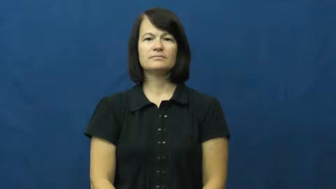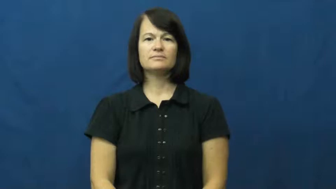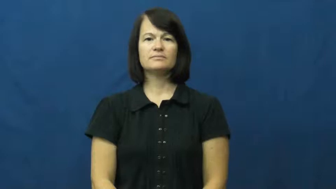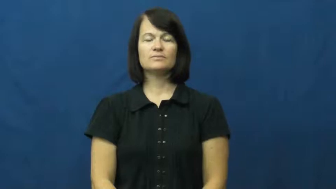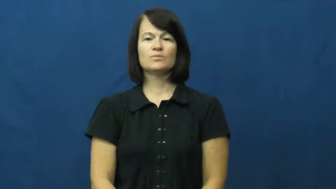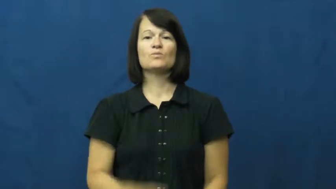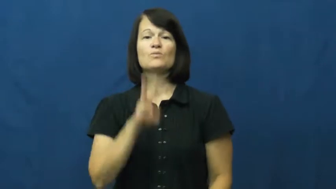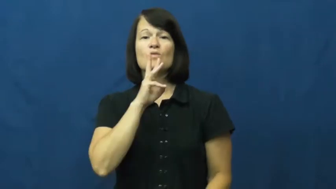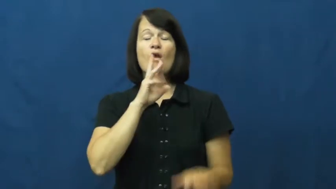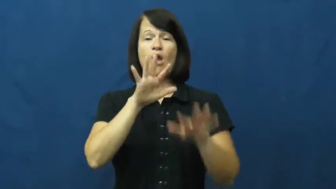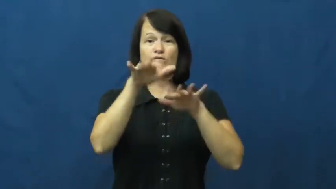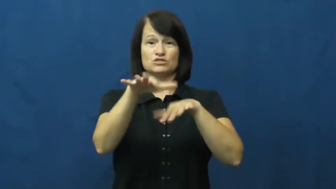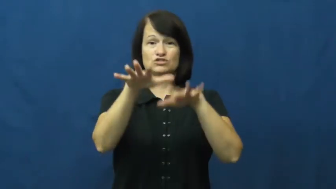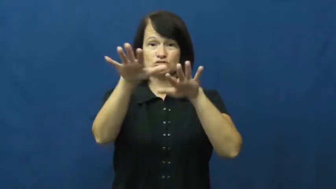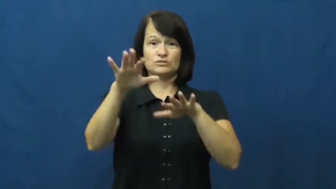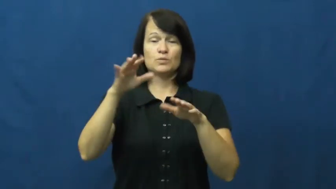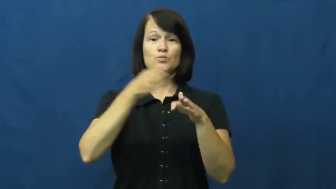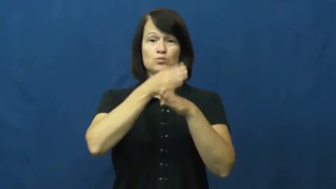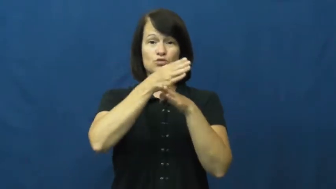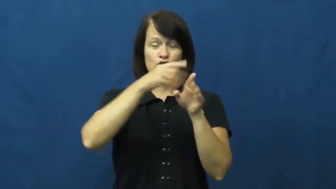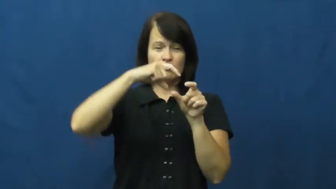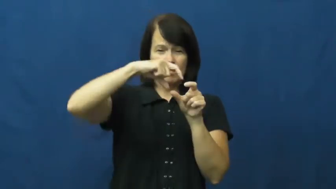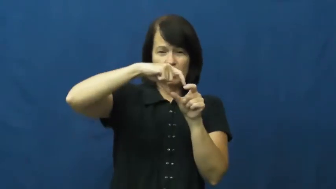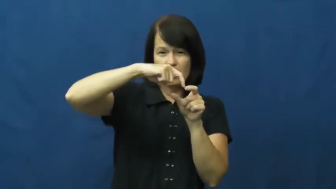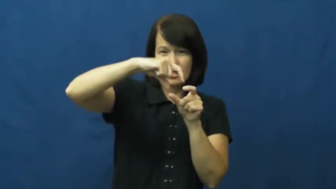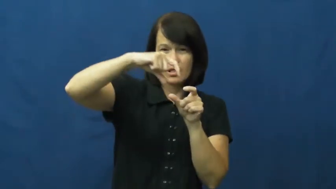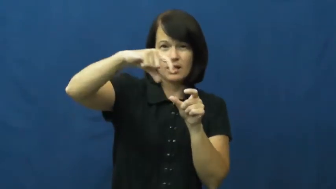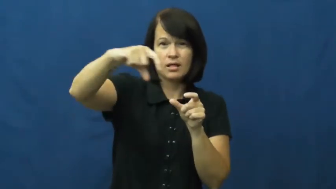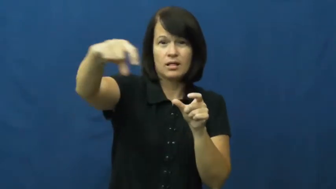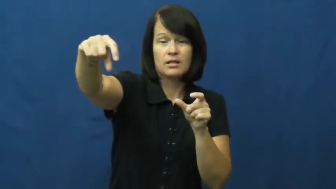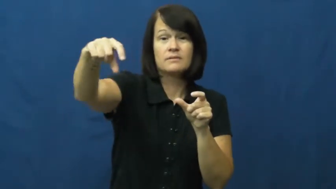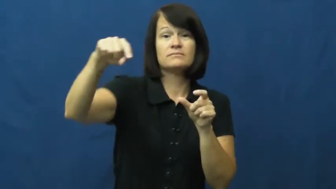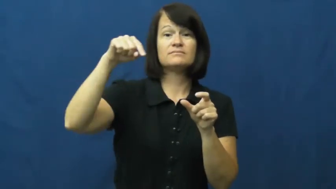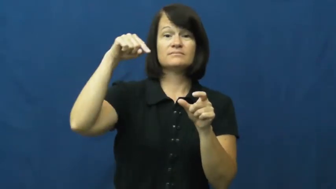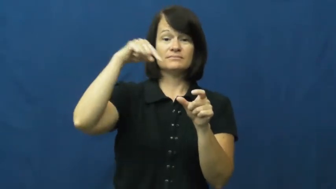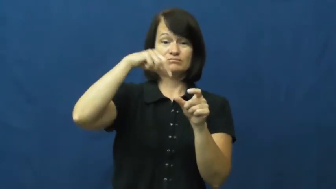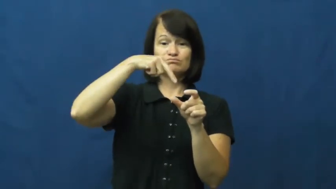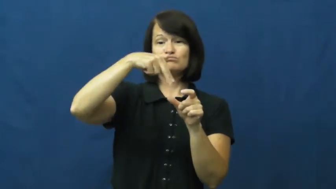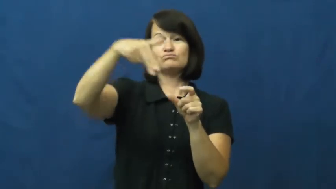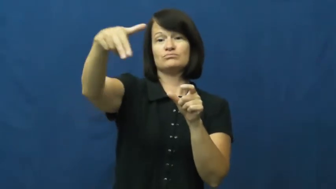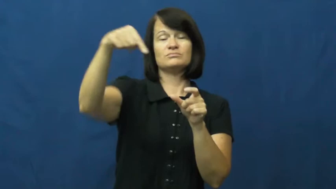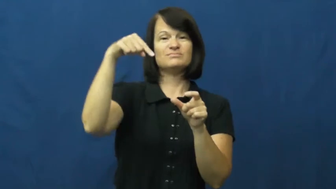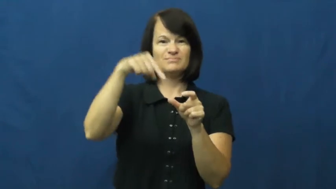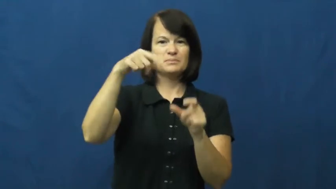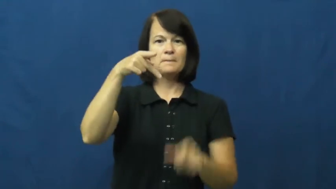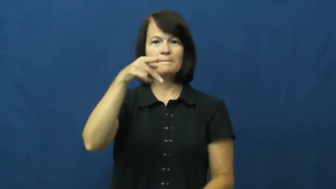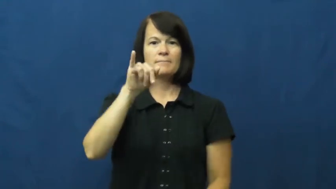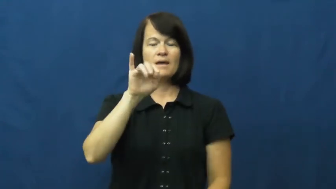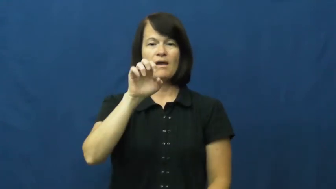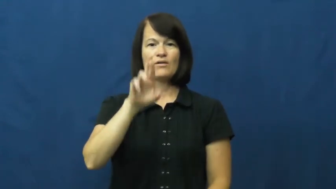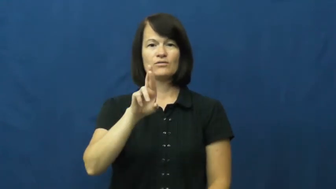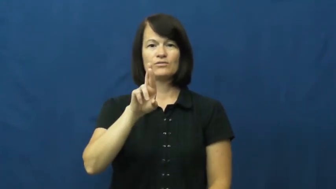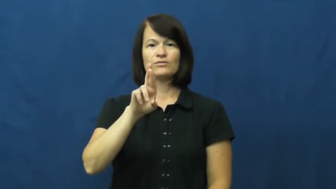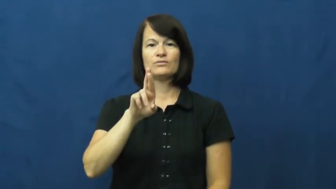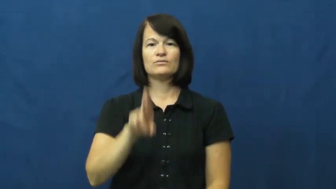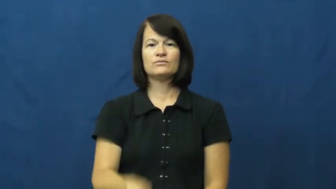pier